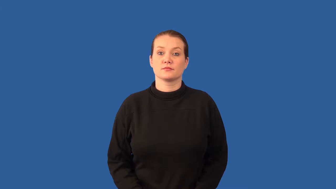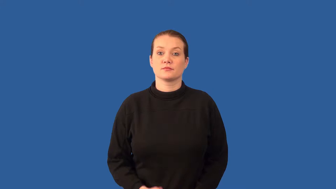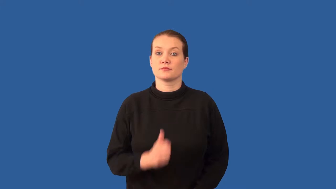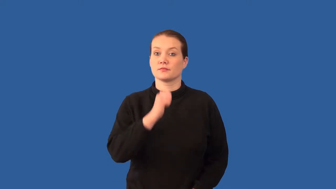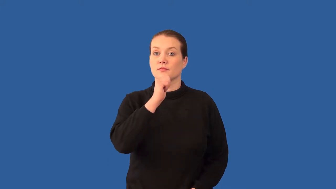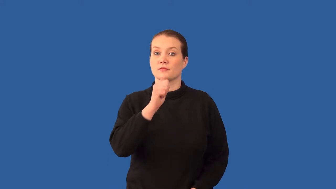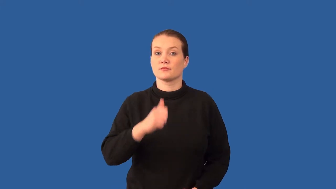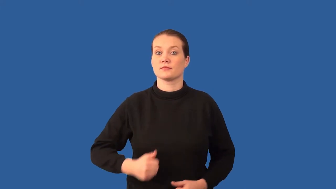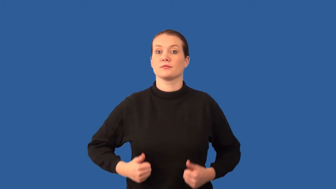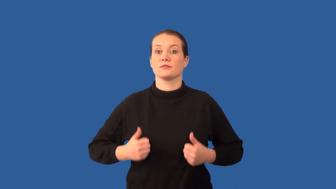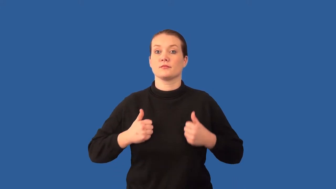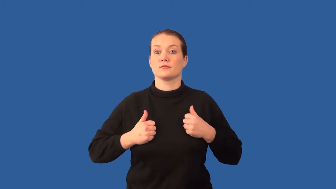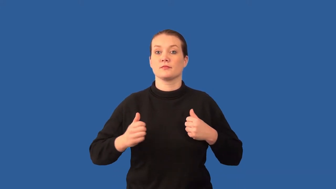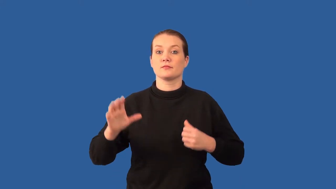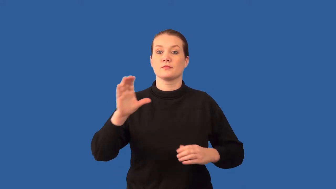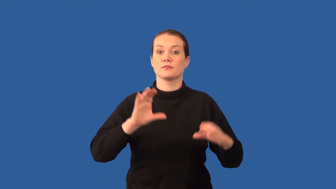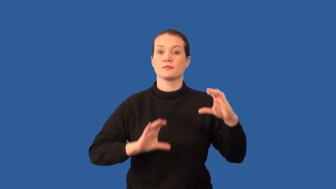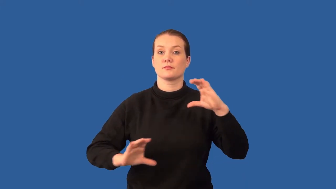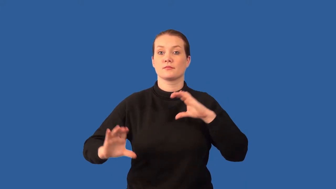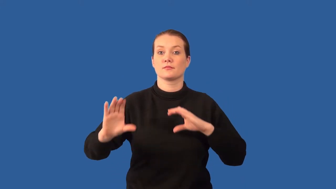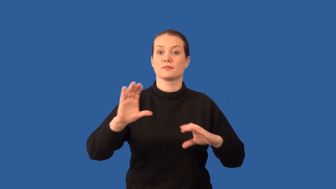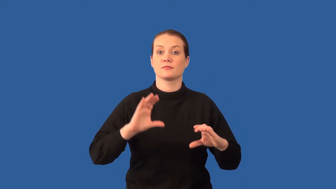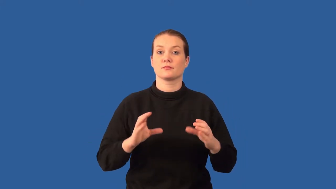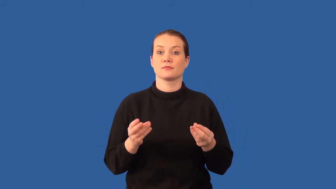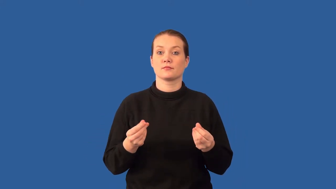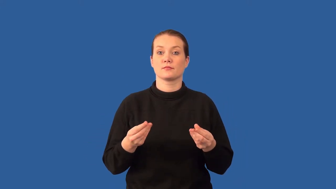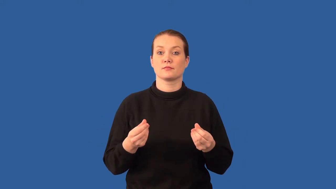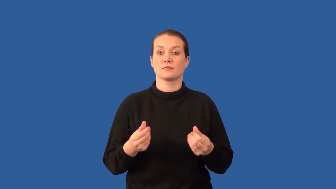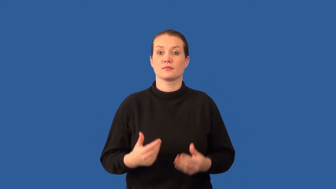inorganic